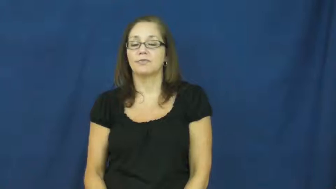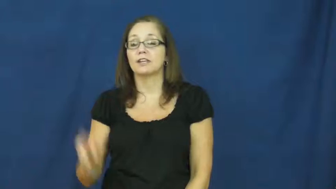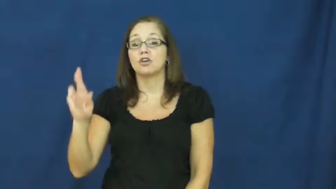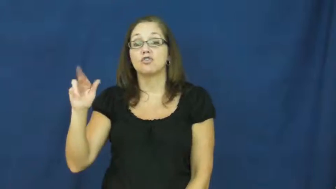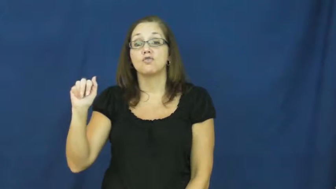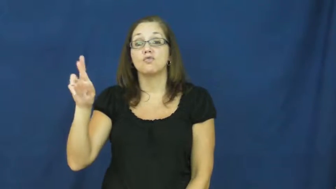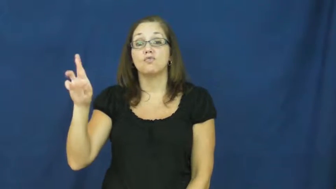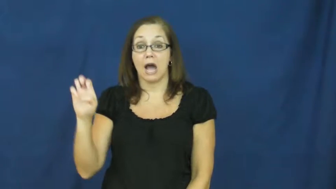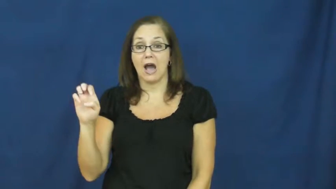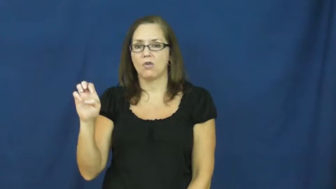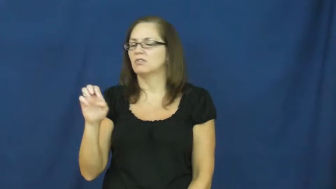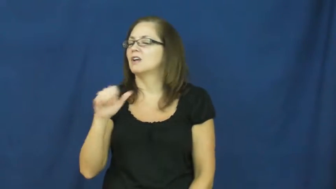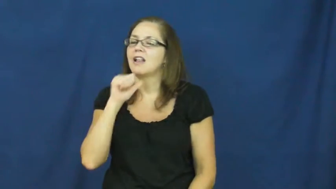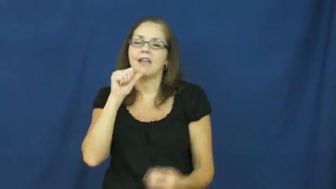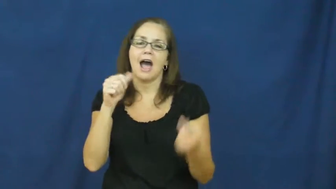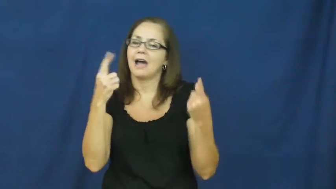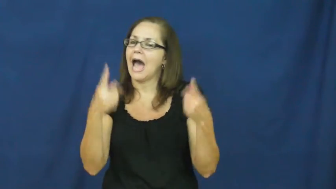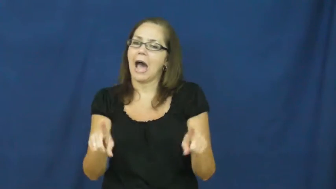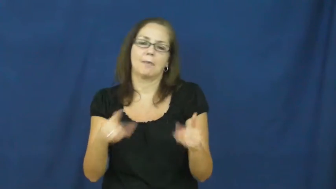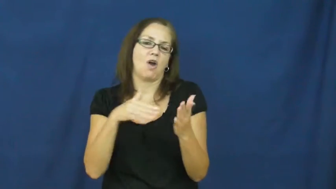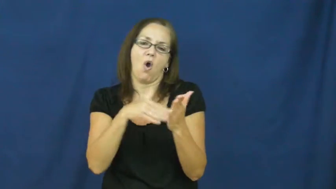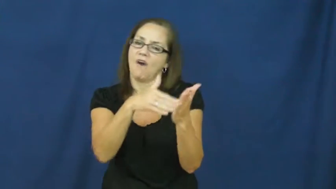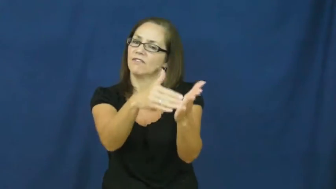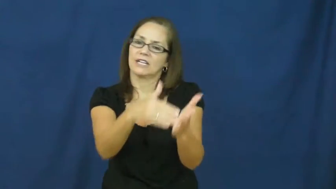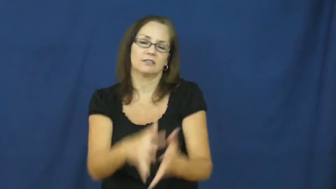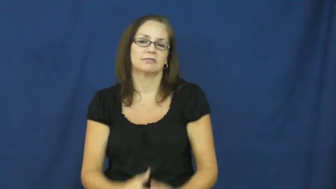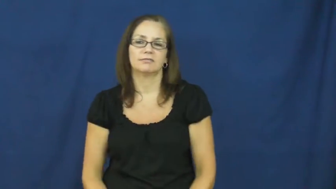rare-occasionally